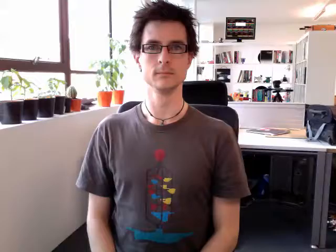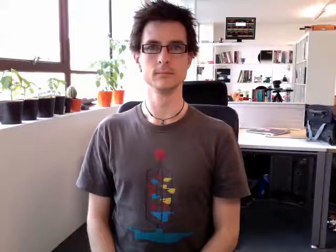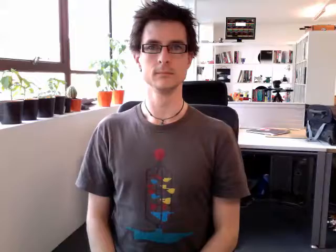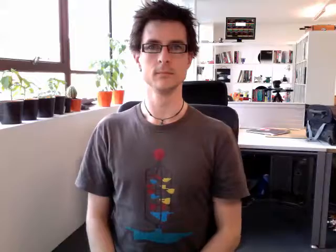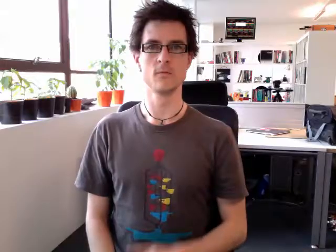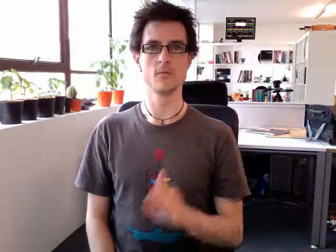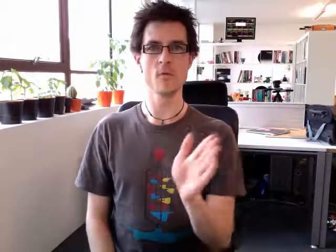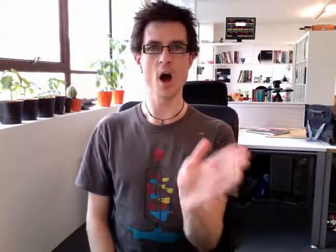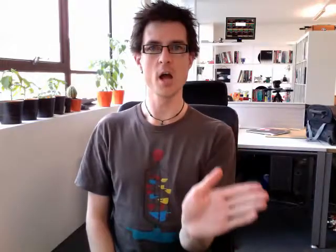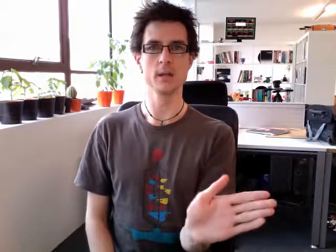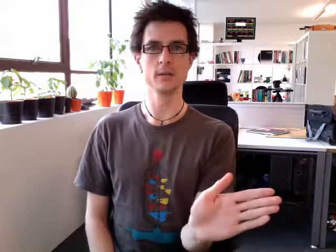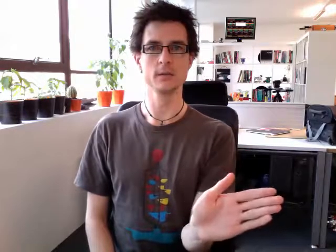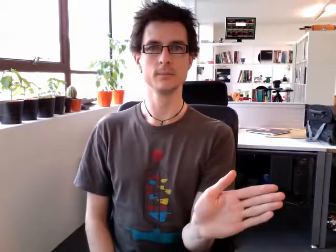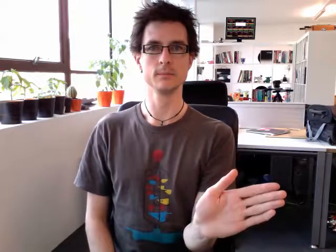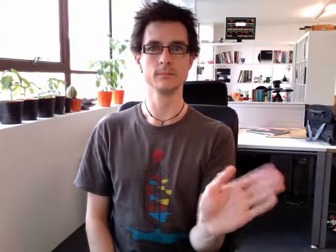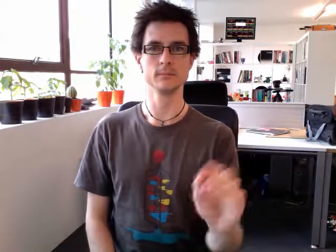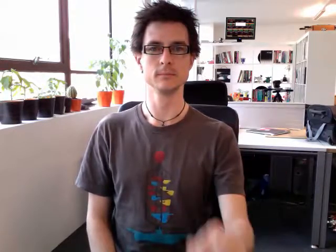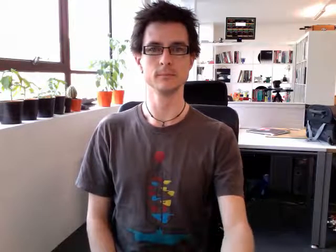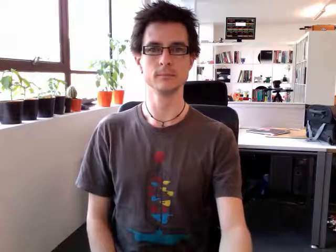right